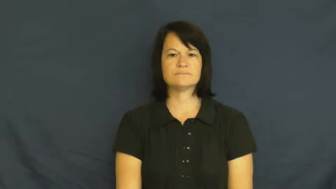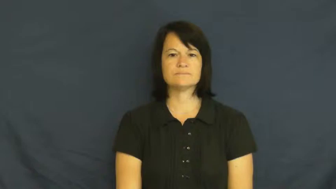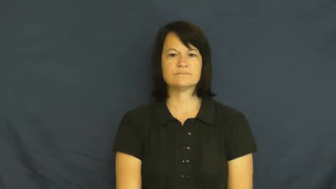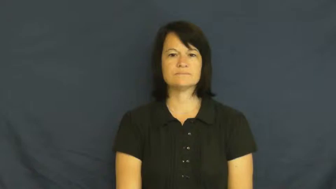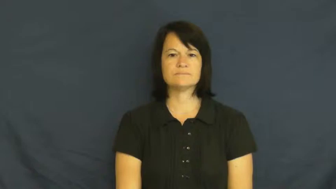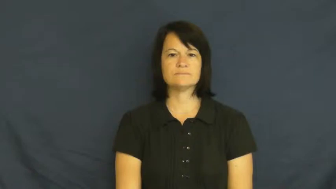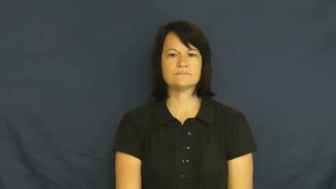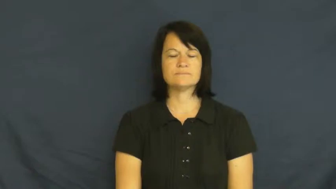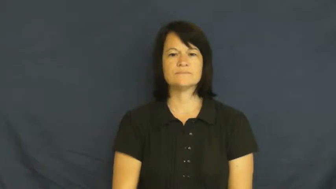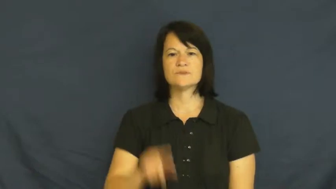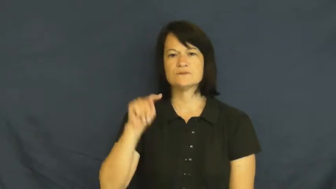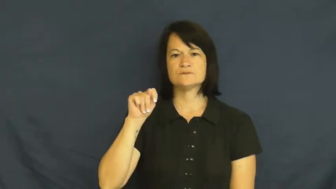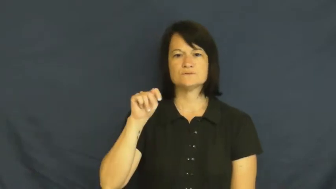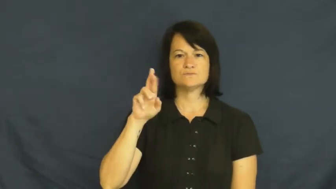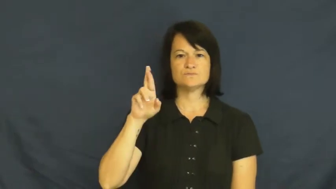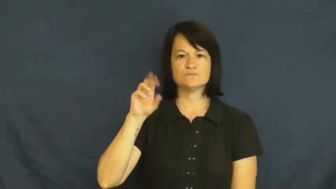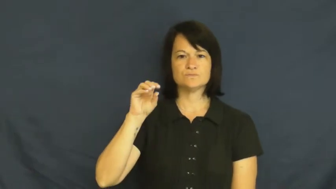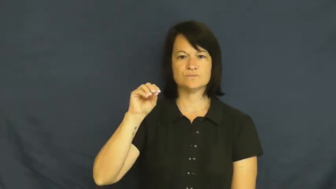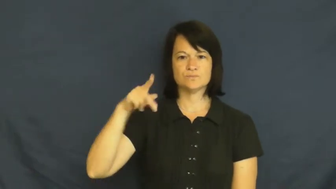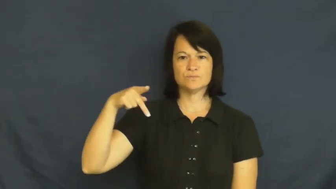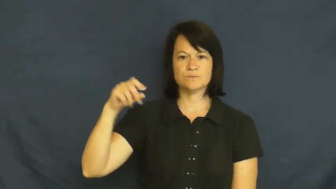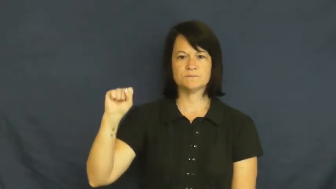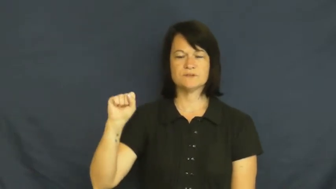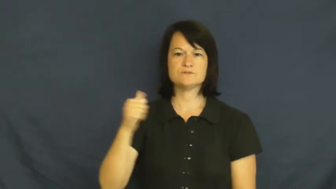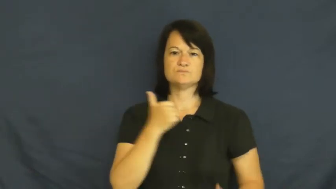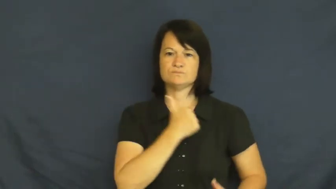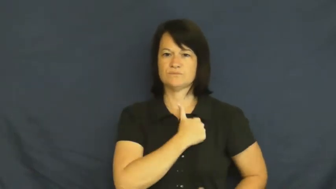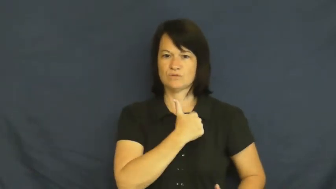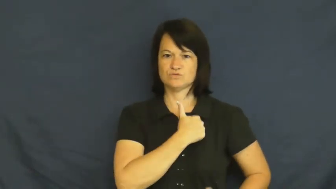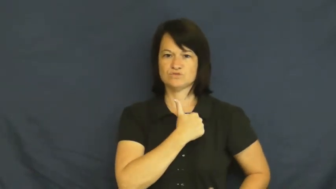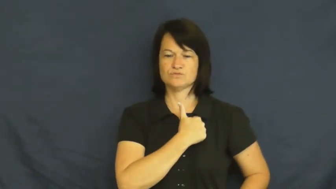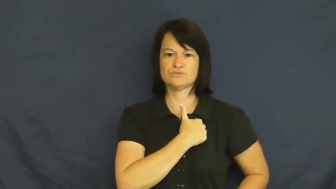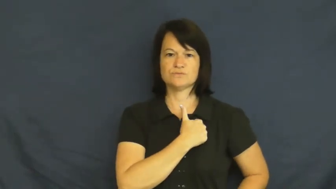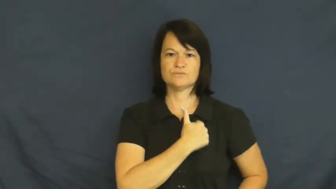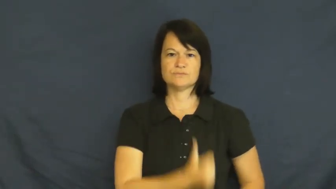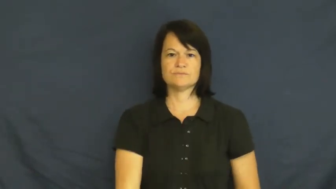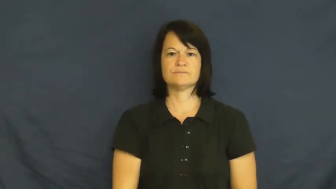troops